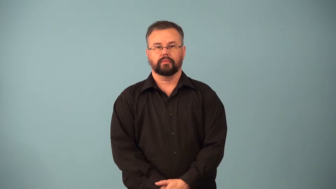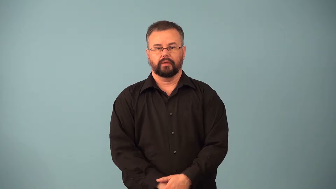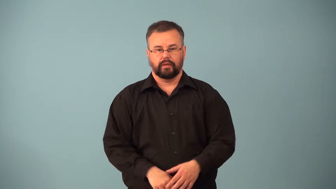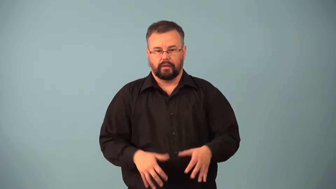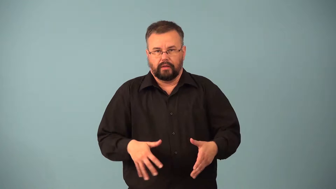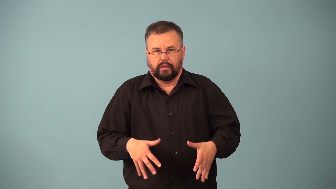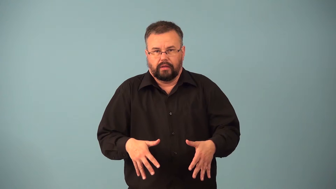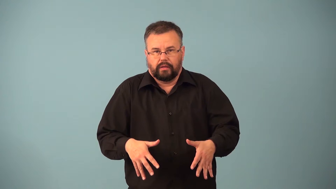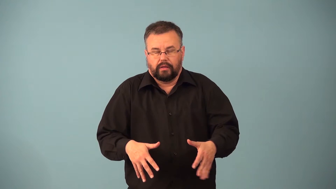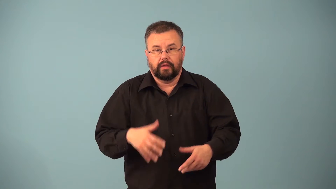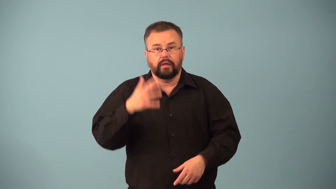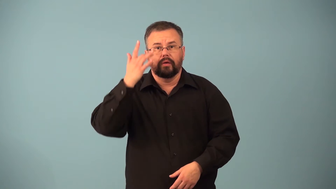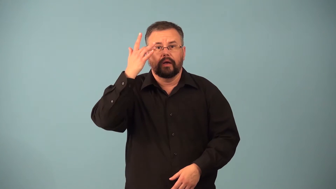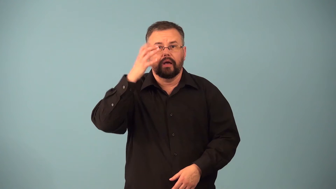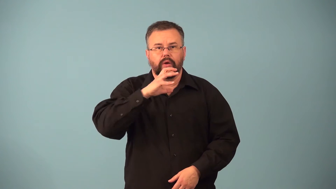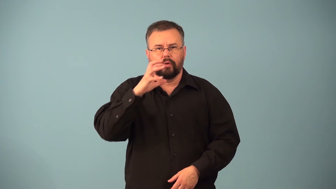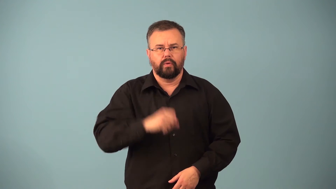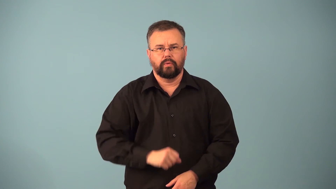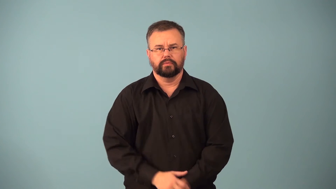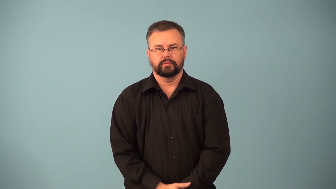dodder